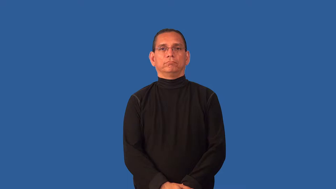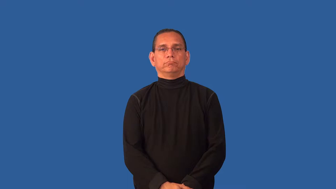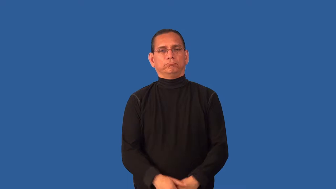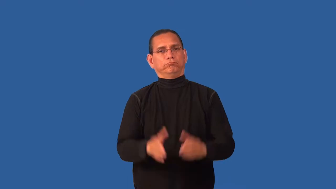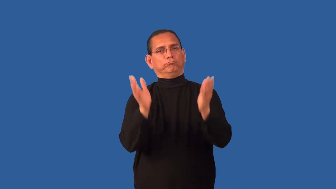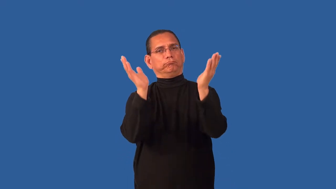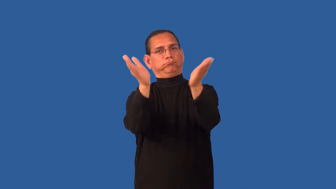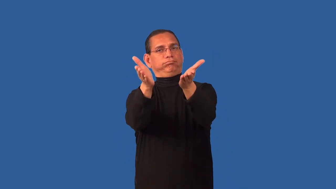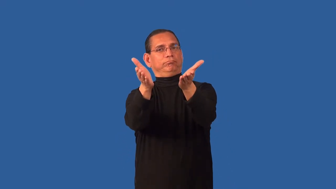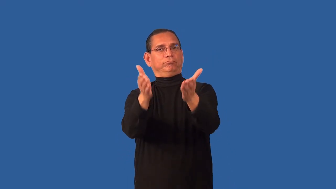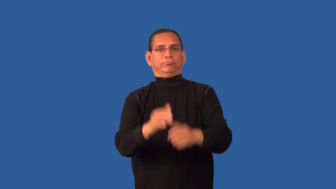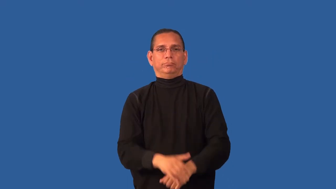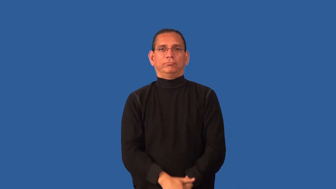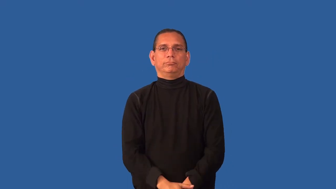convince,persuade,chivvy,get,suasion